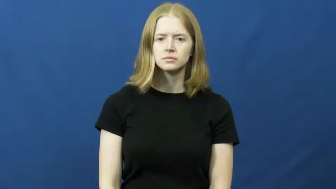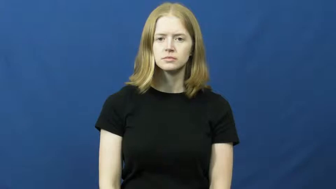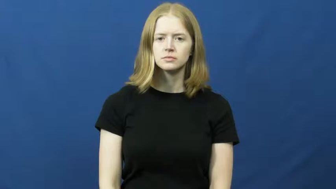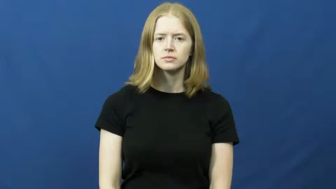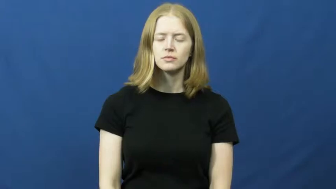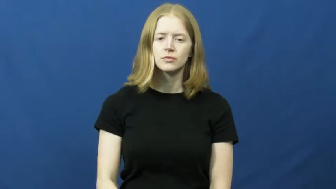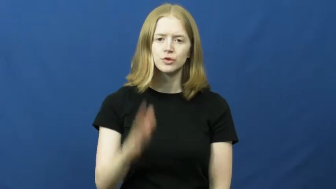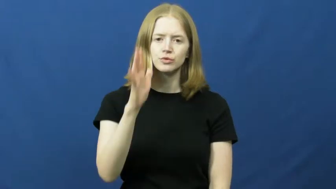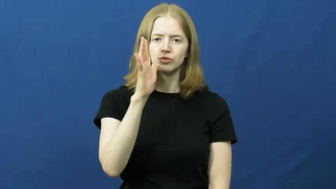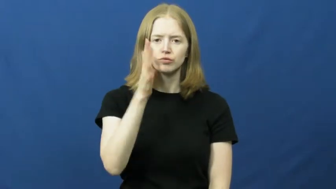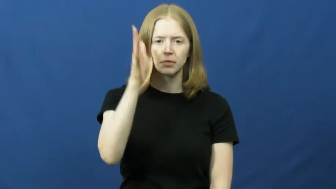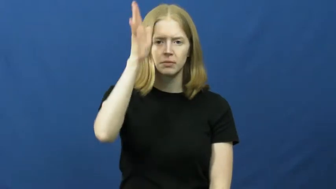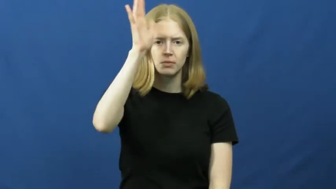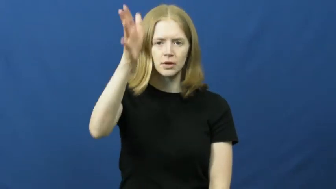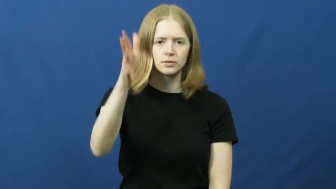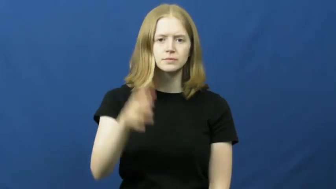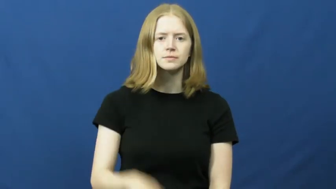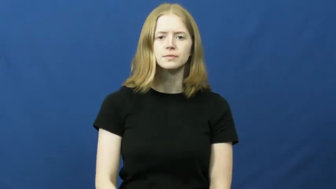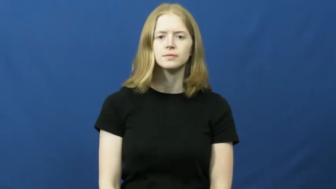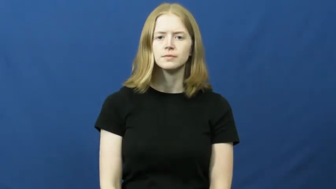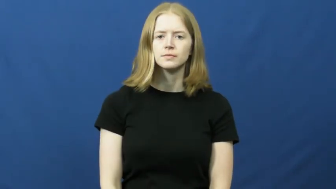grandparents